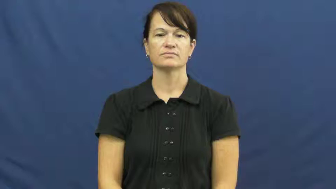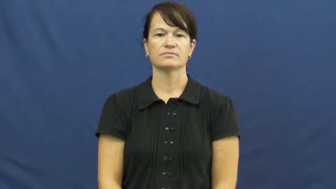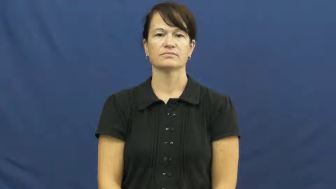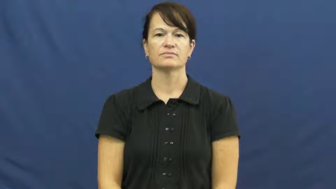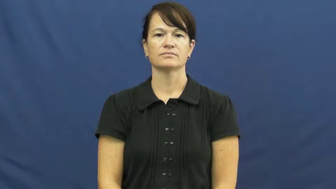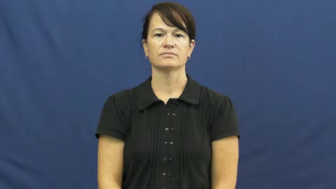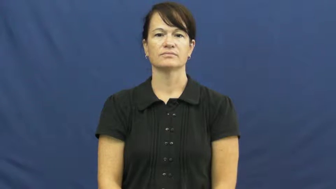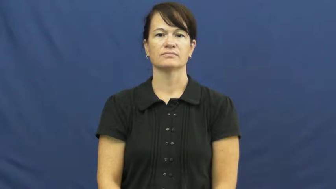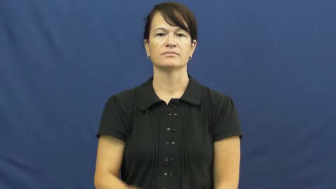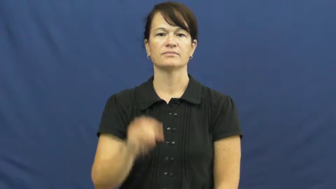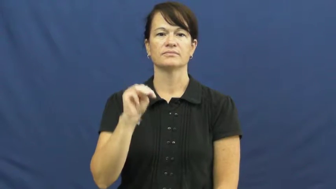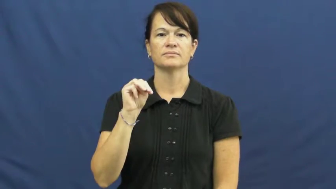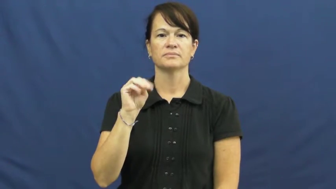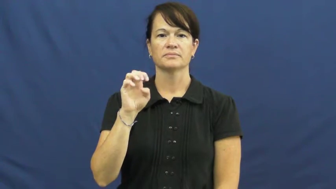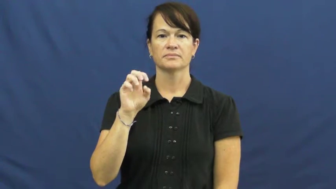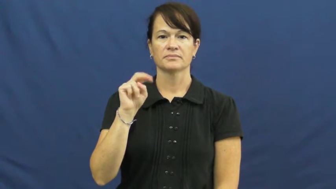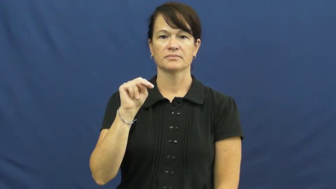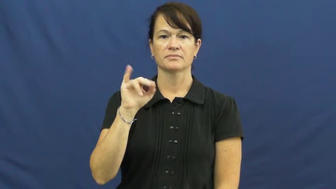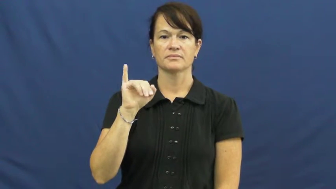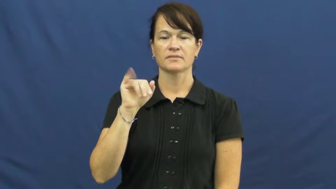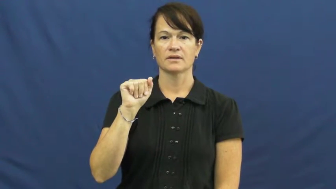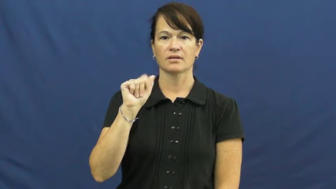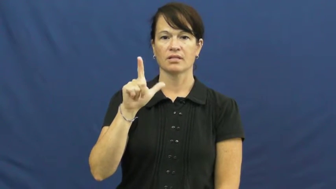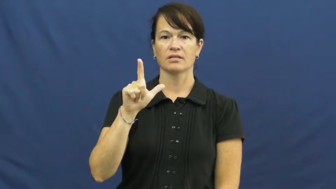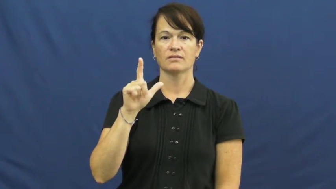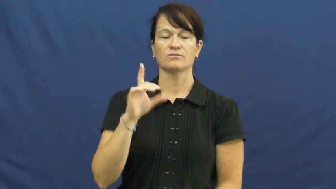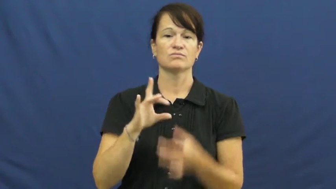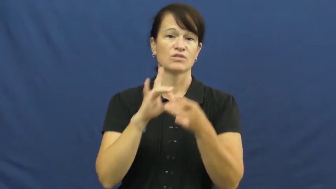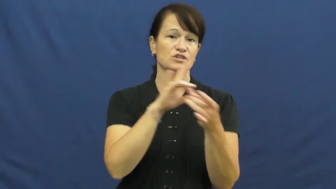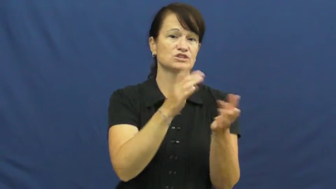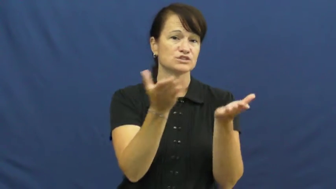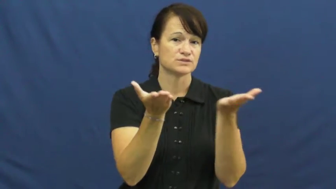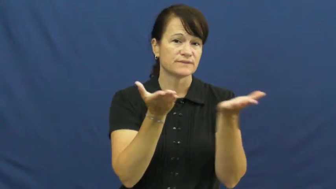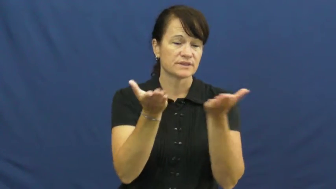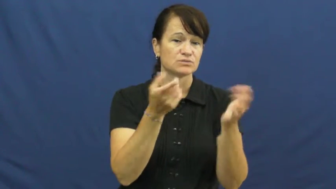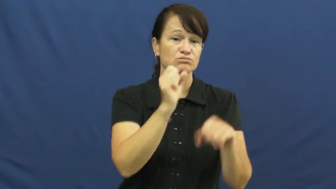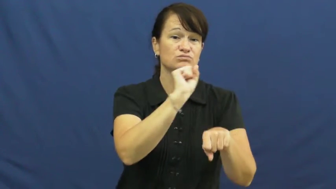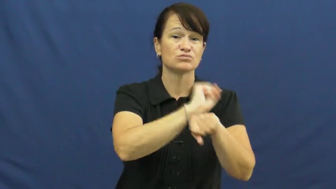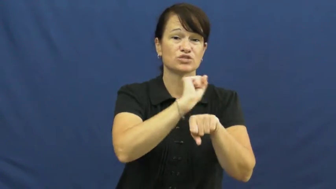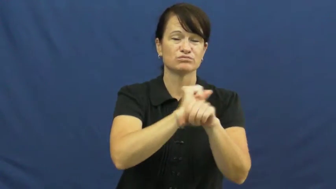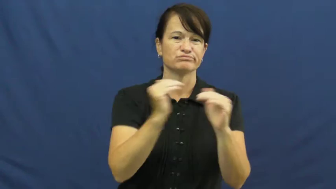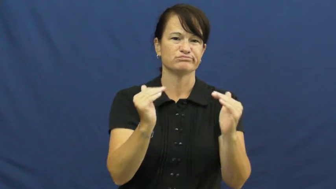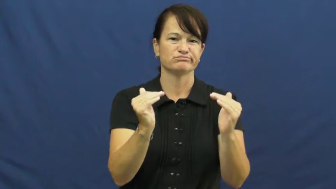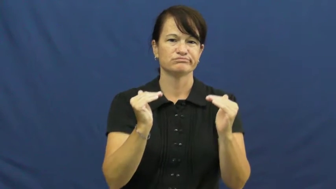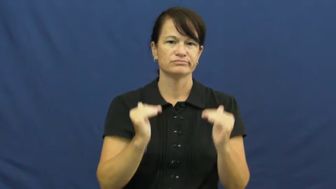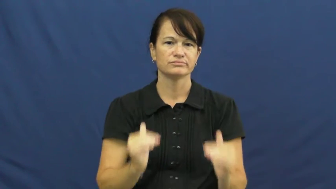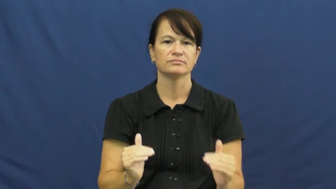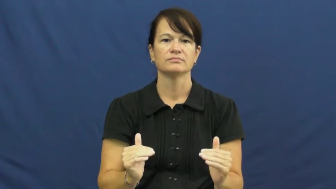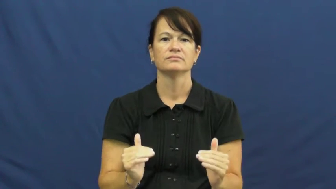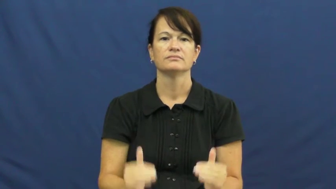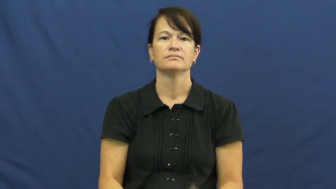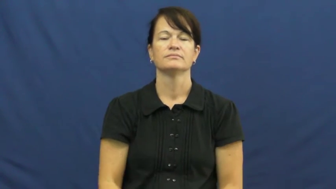menial